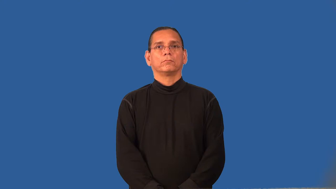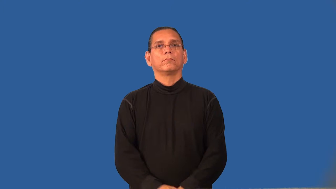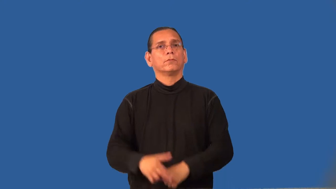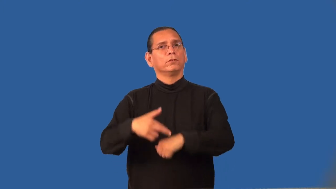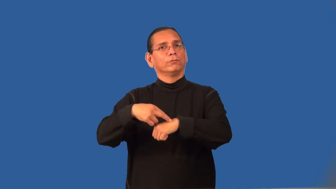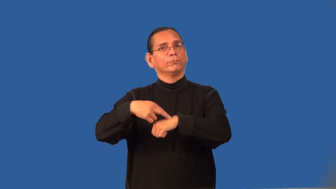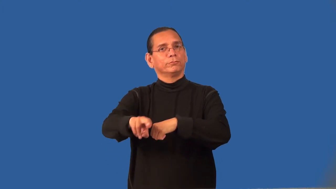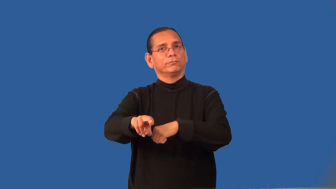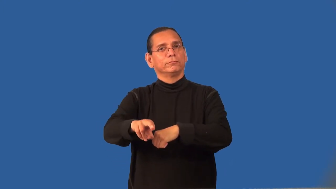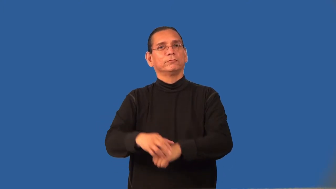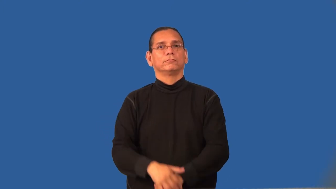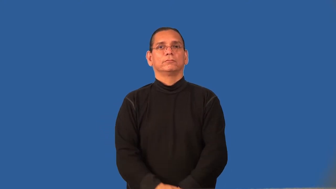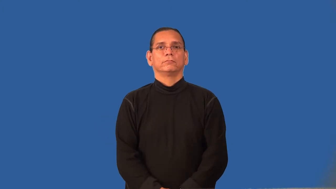reference-point held as starting point